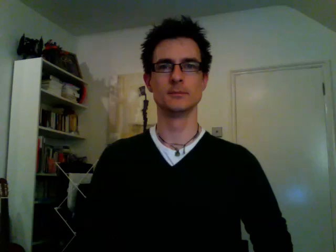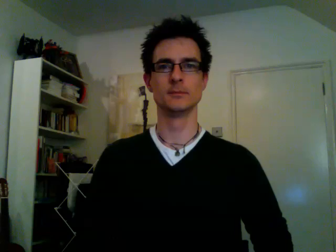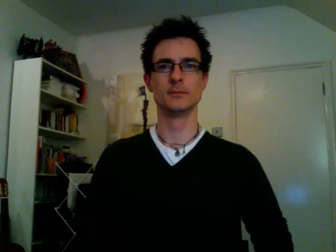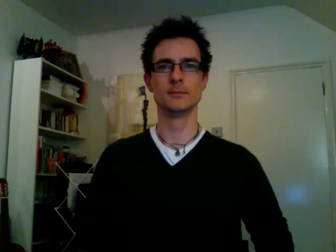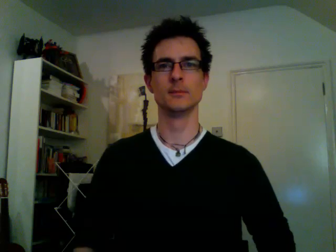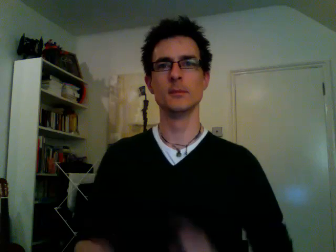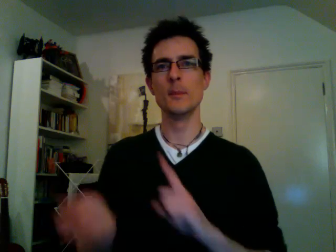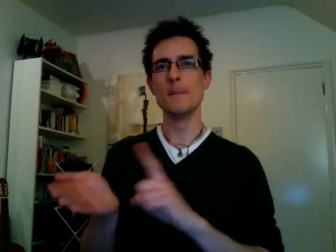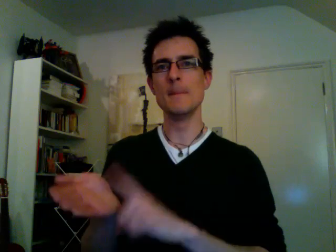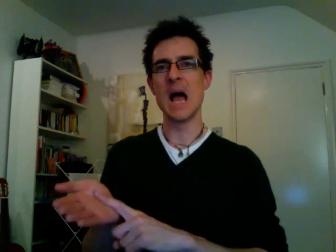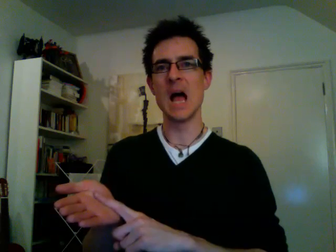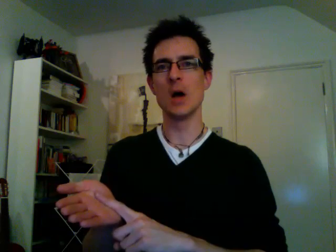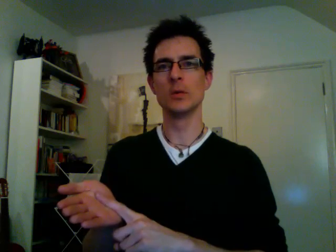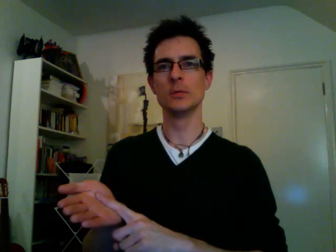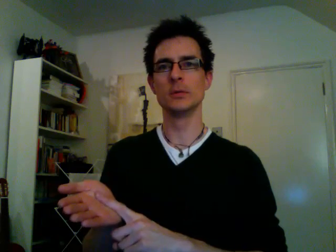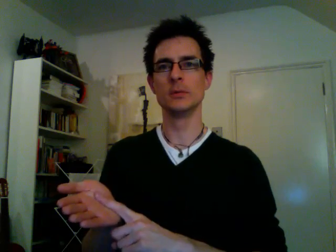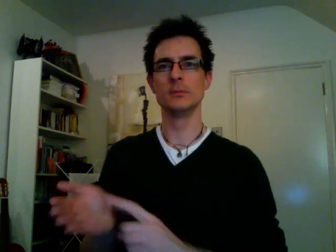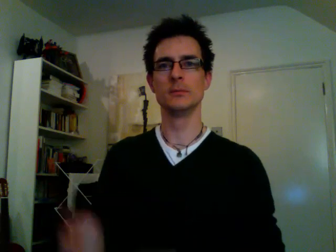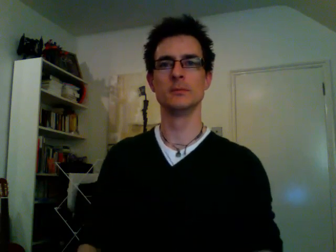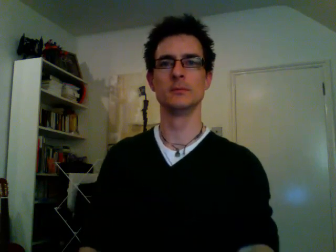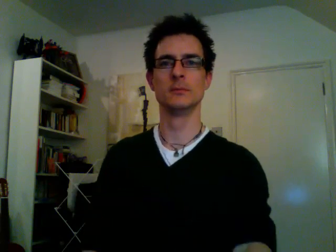pound